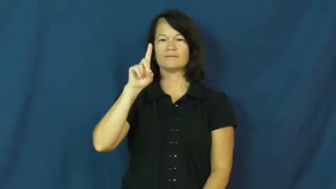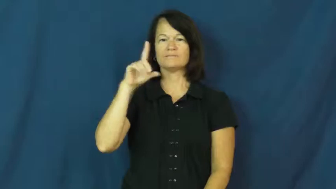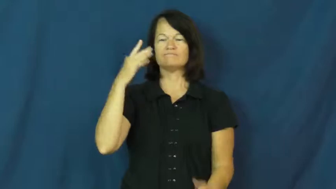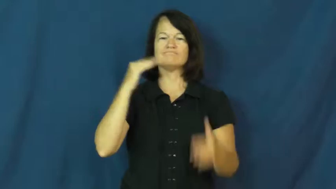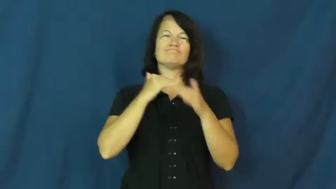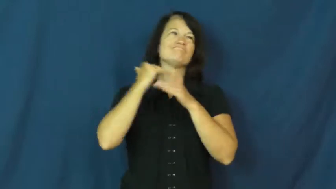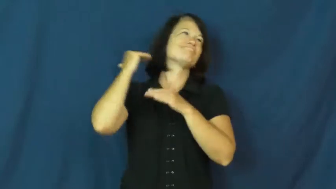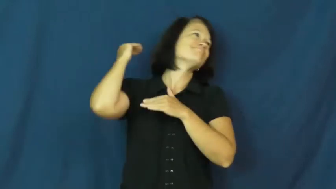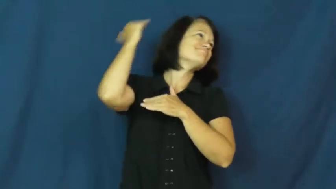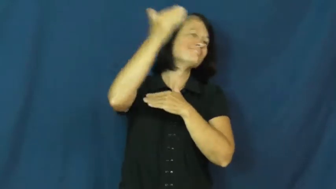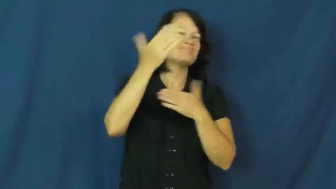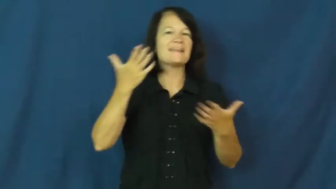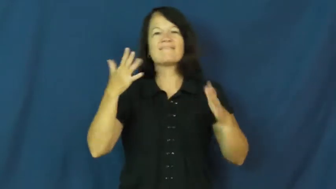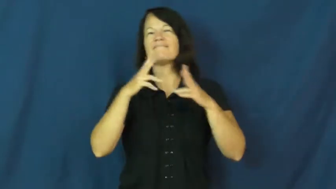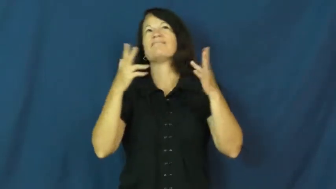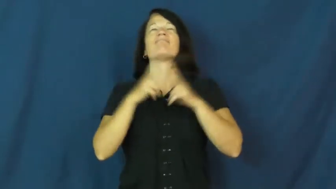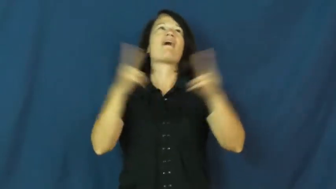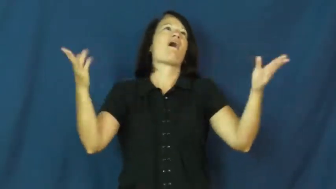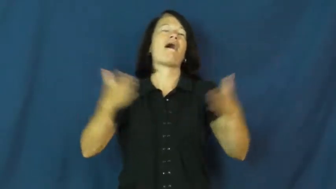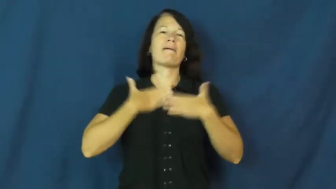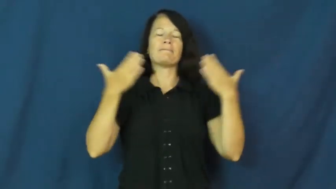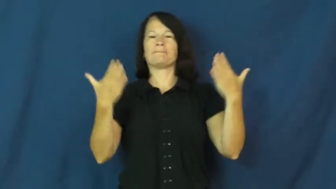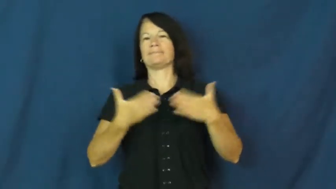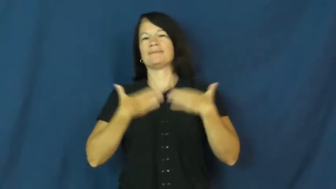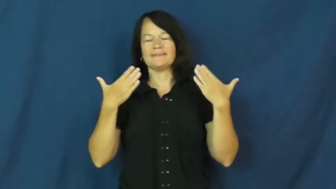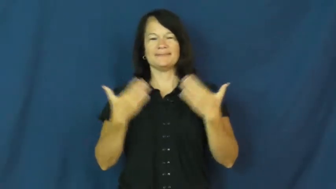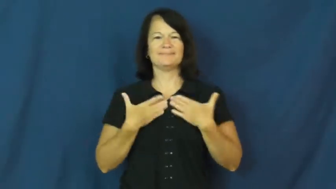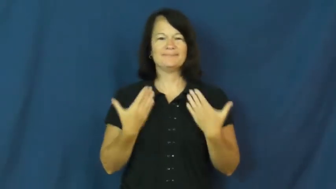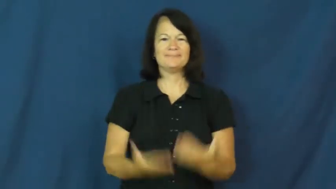rejoice